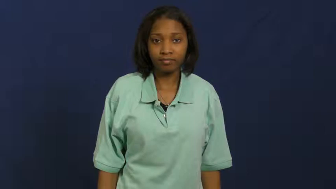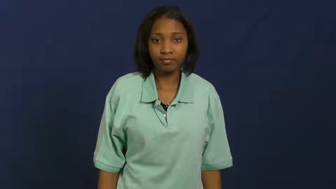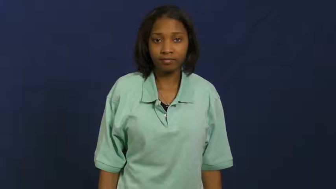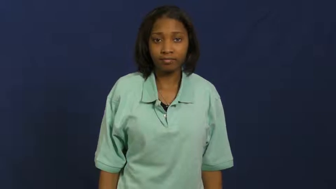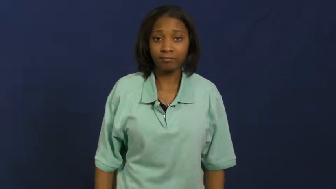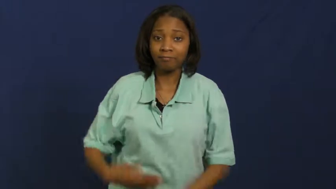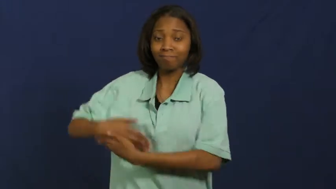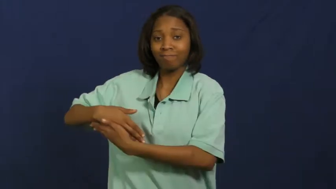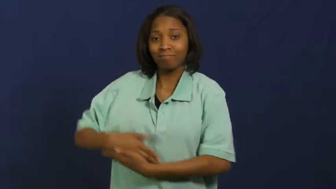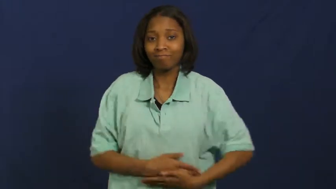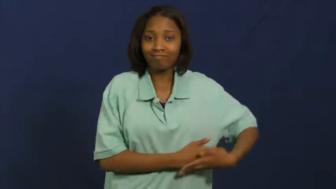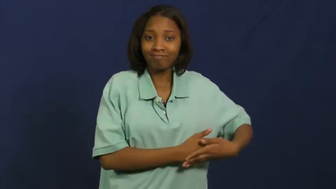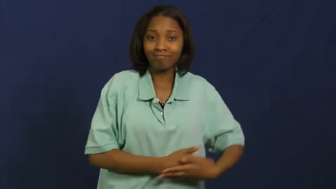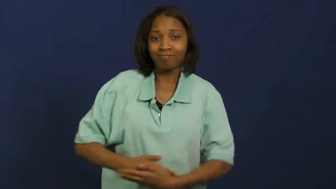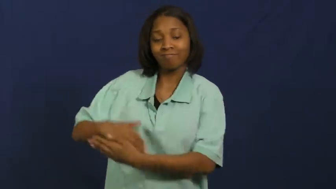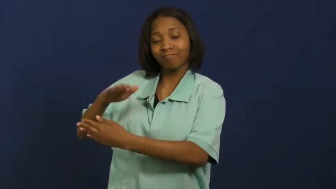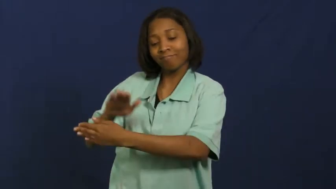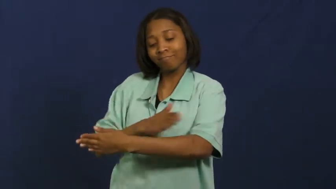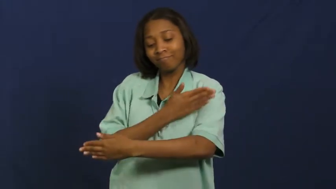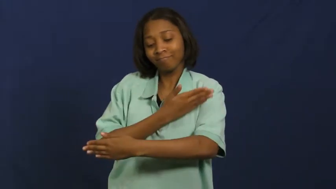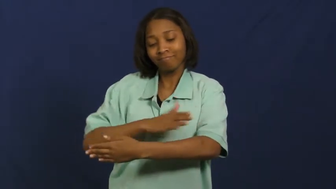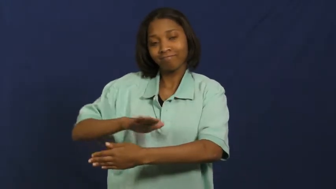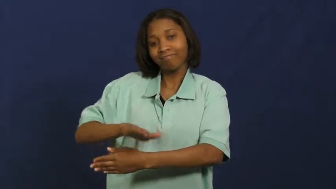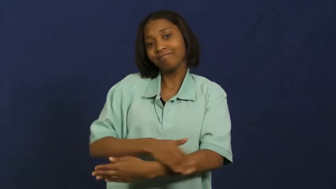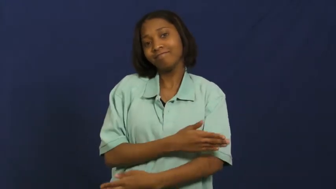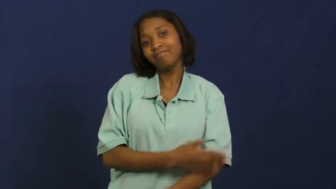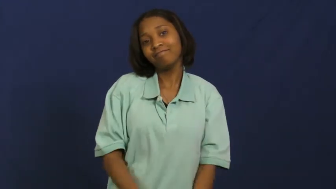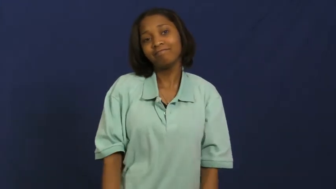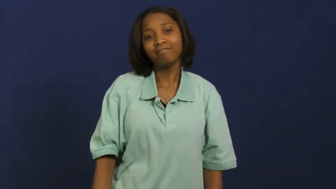lullaby,cradlesong